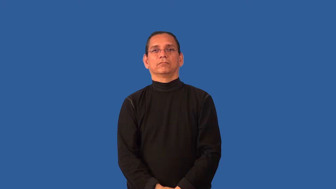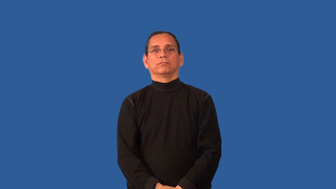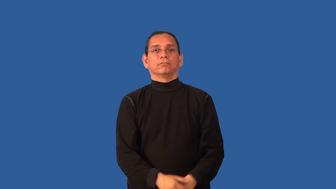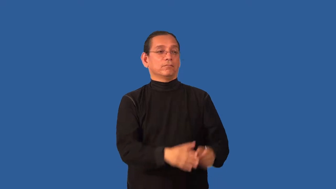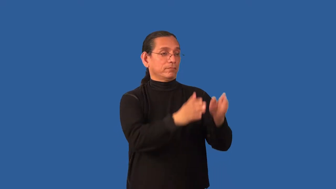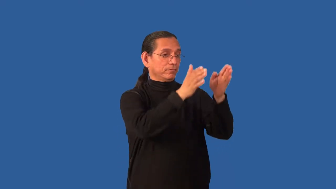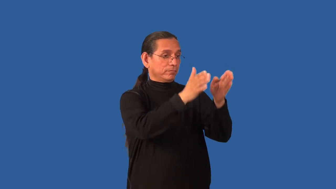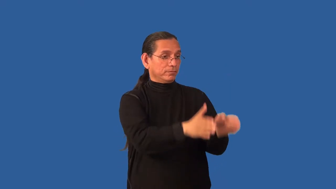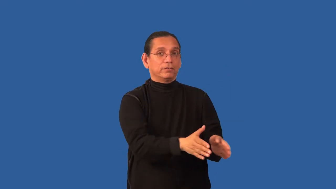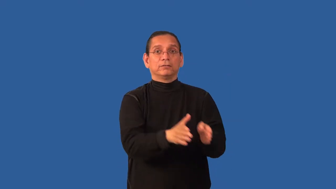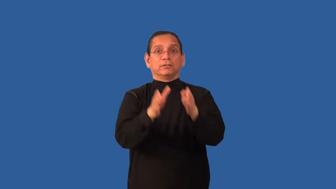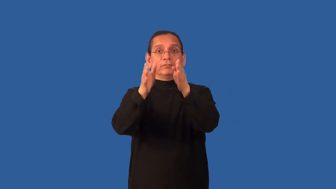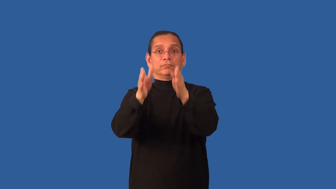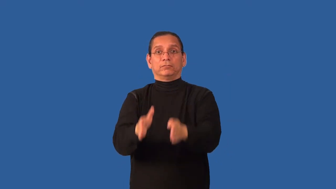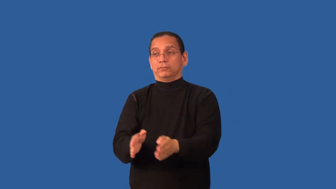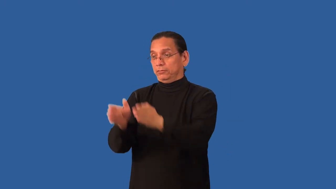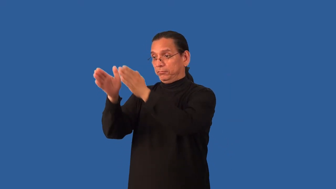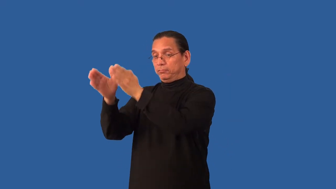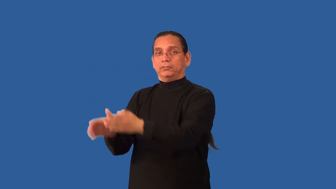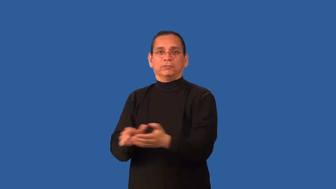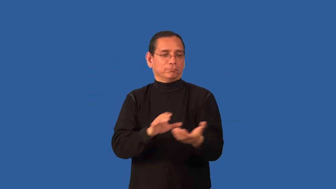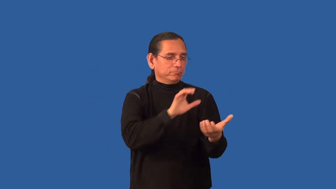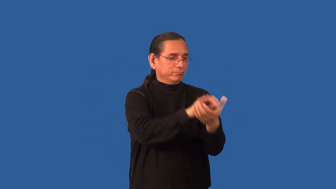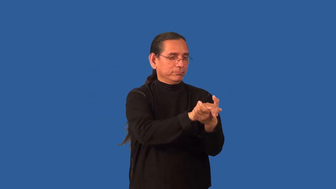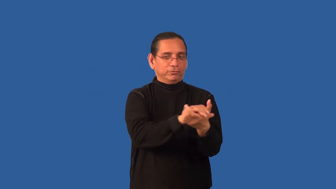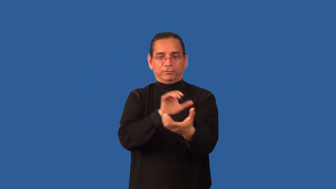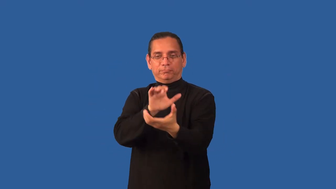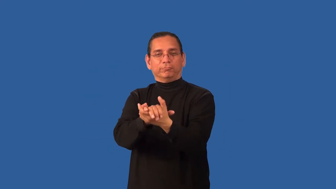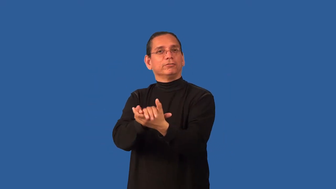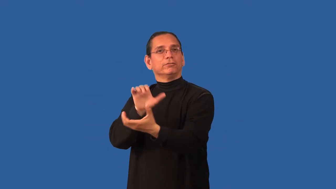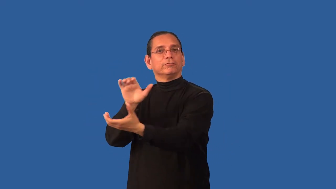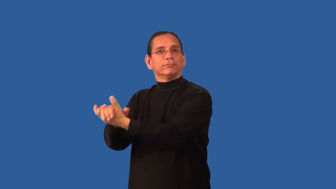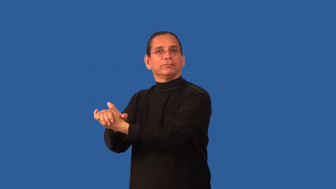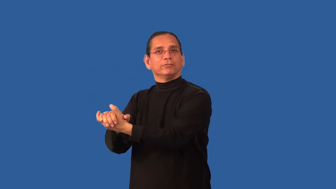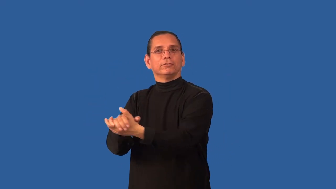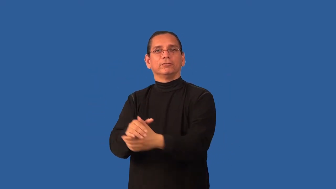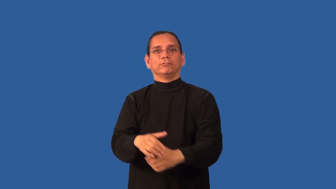bigamy